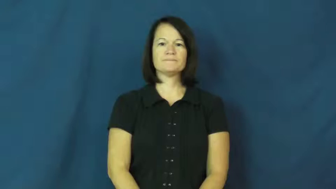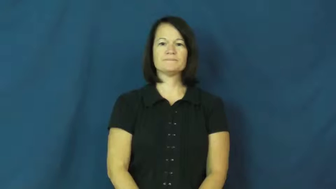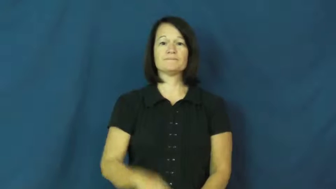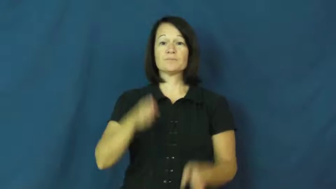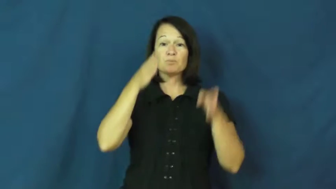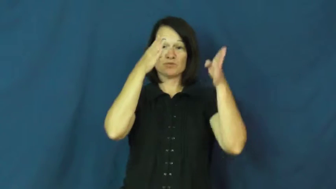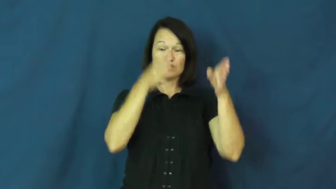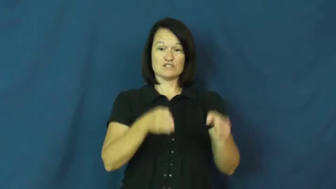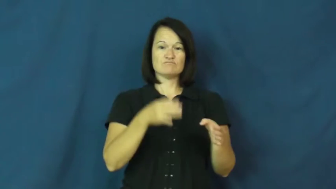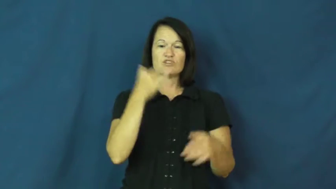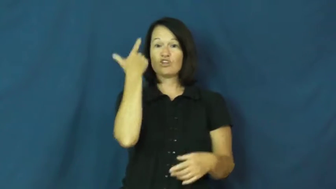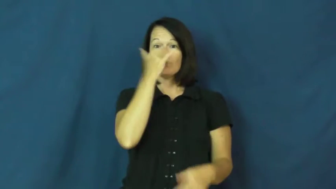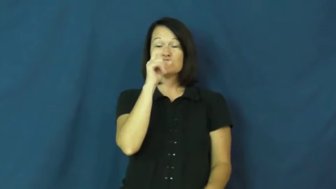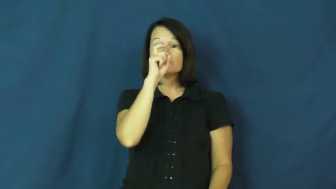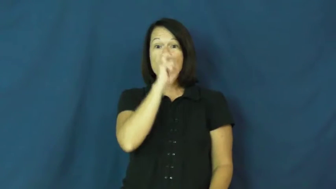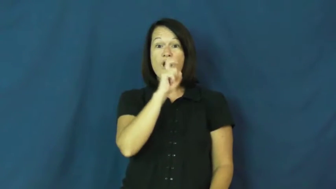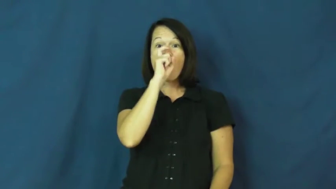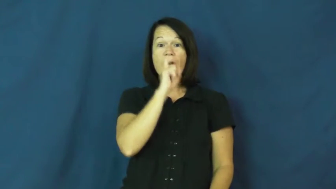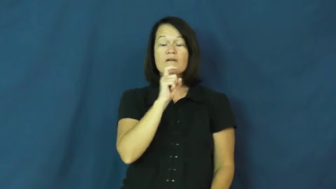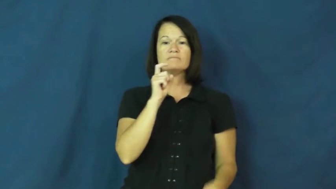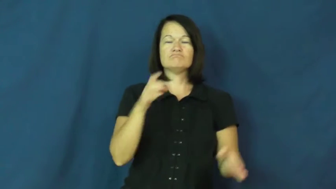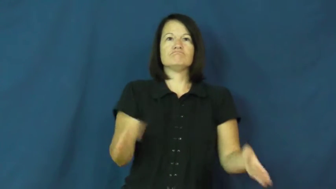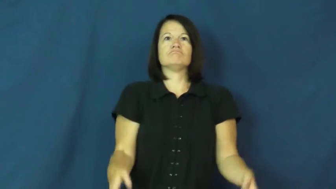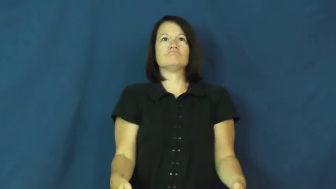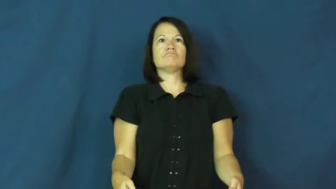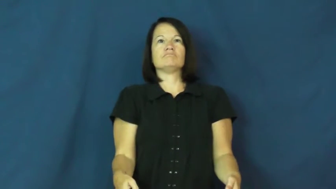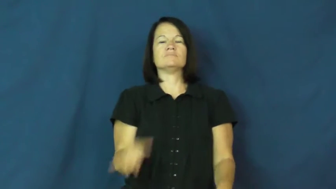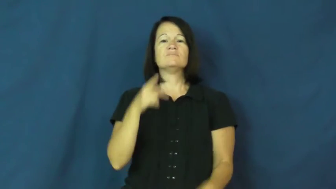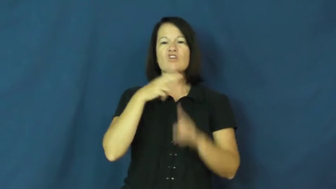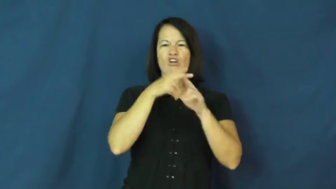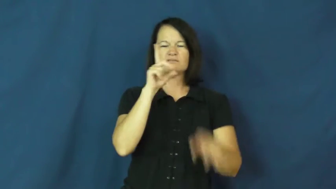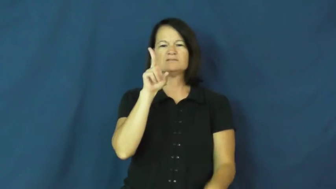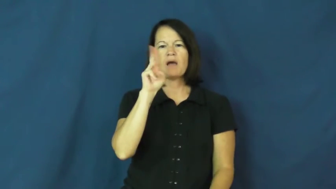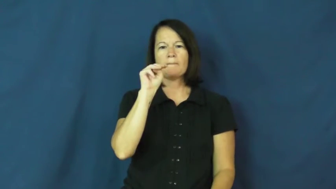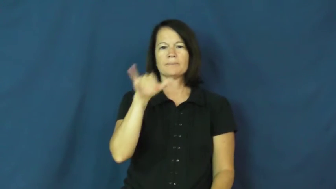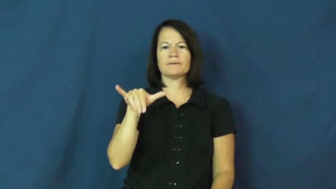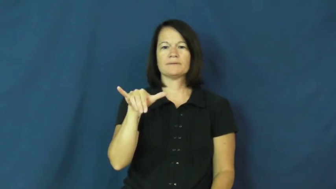dummy-doll